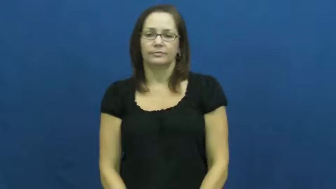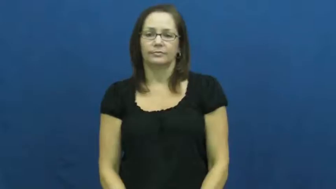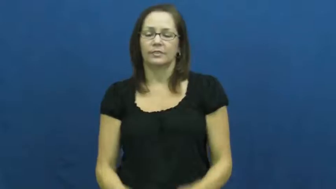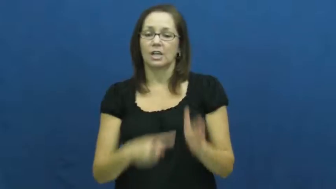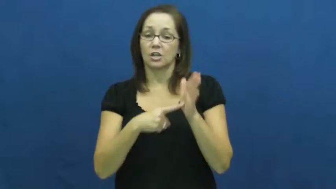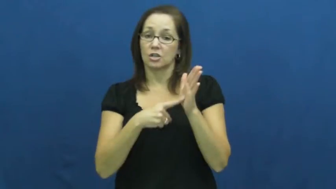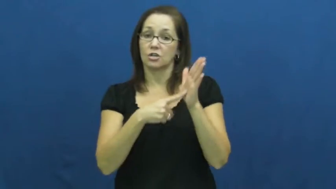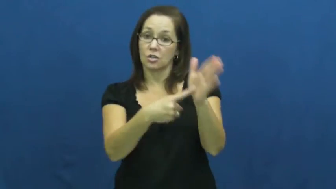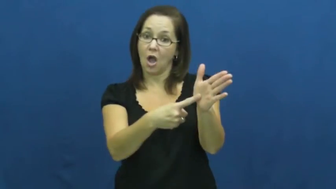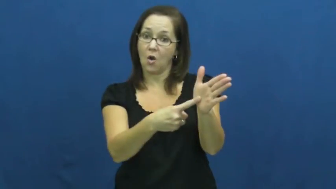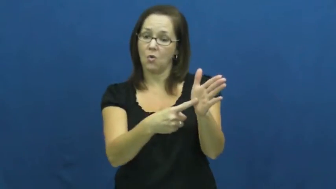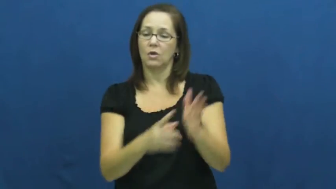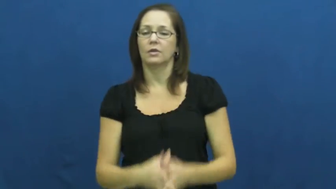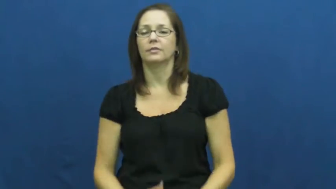demonstrate,model